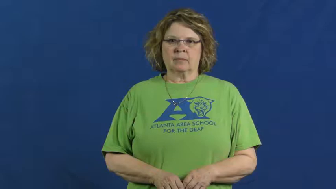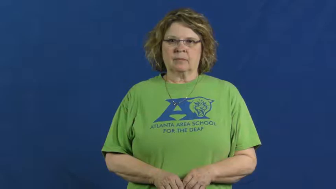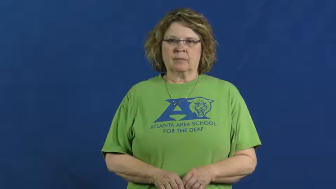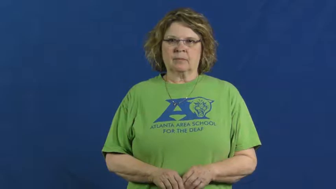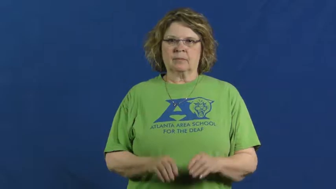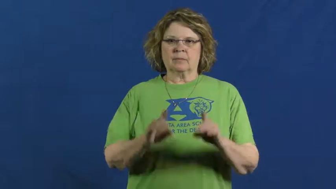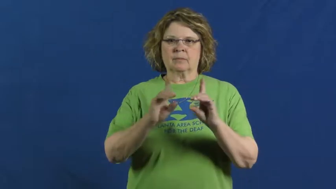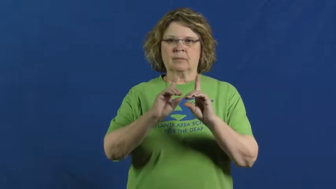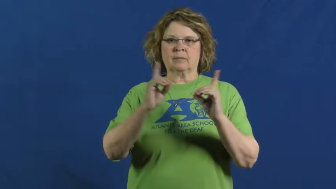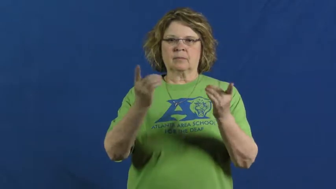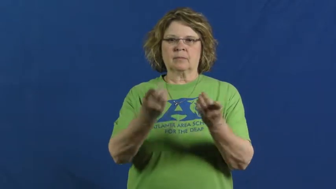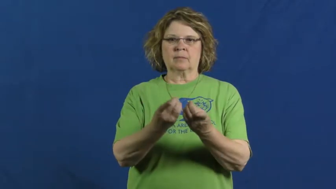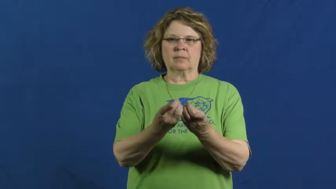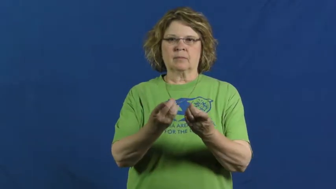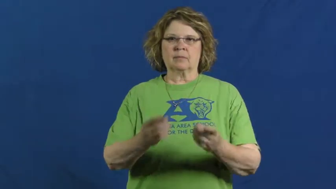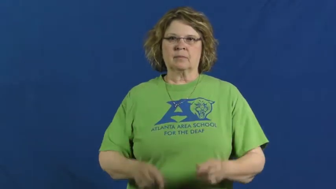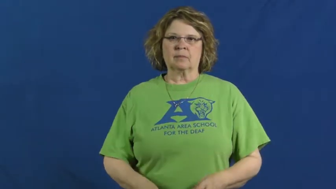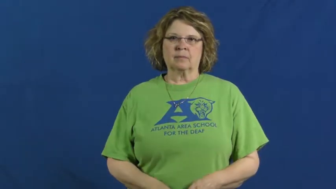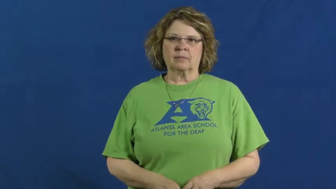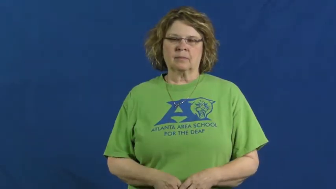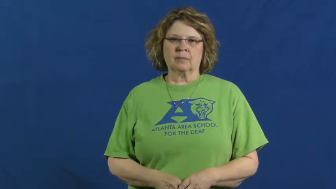department,organ,branch